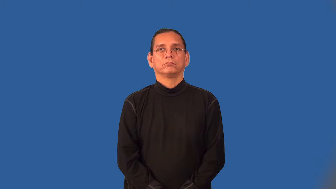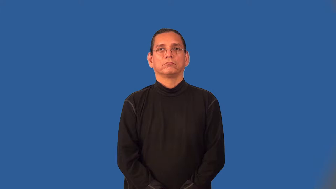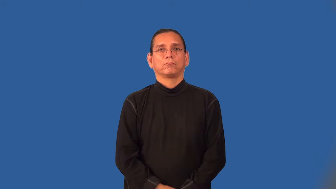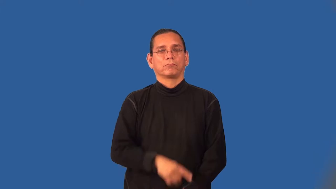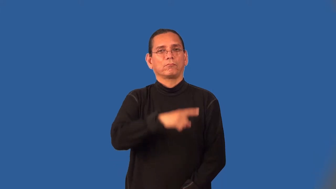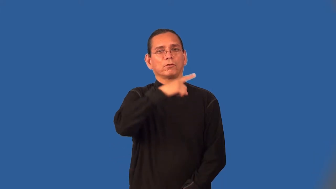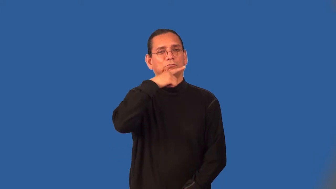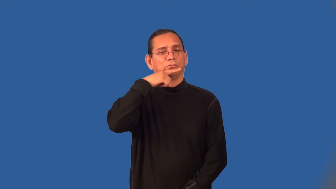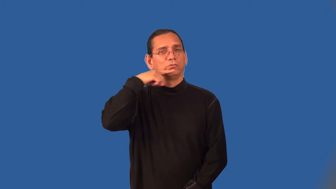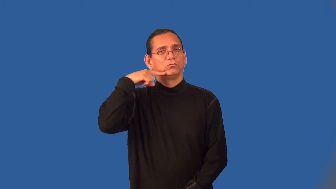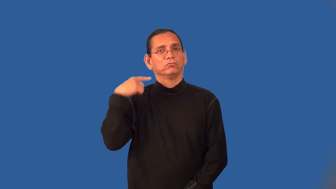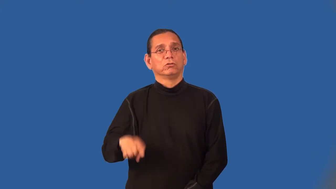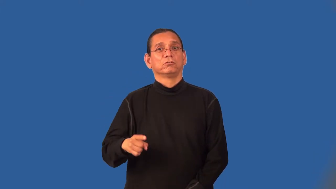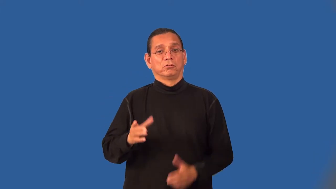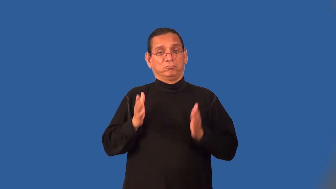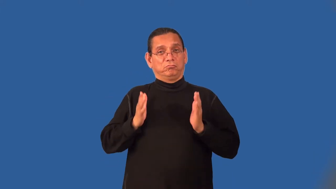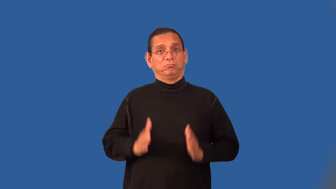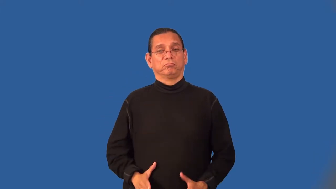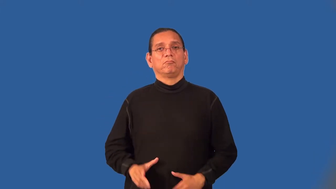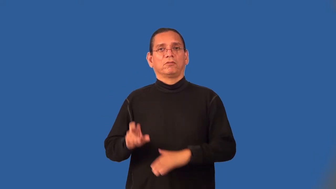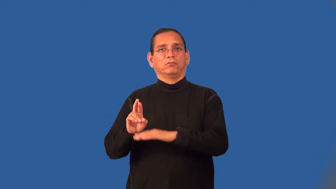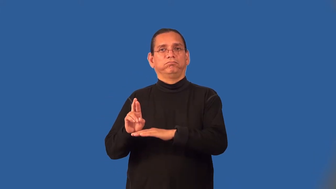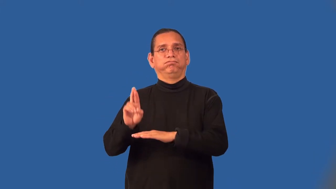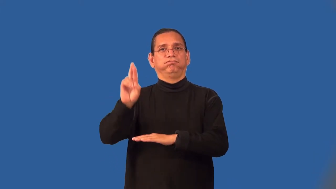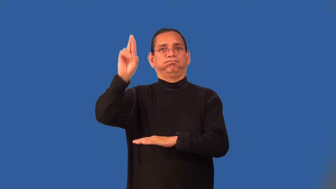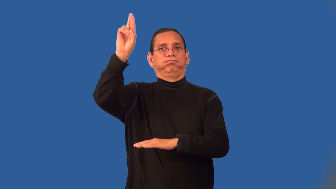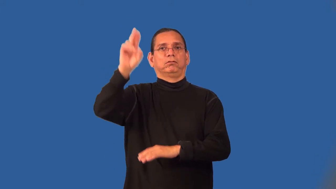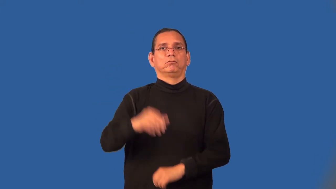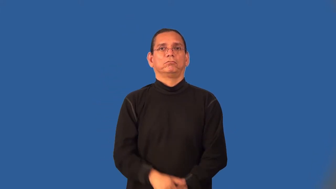cosmonaut